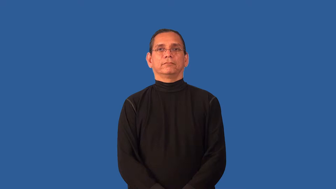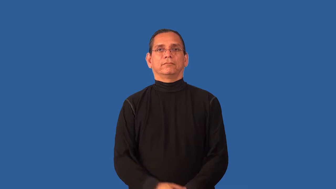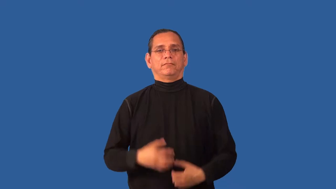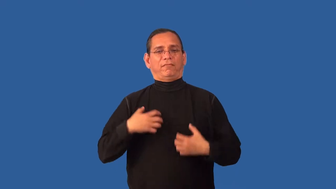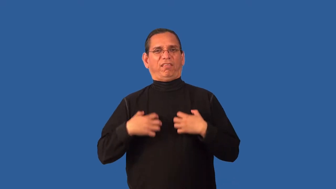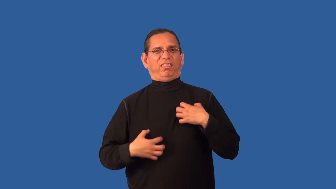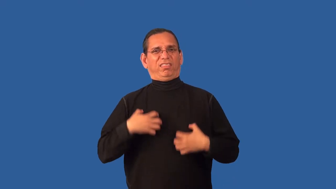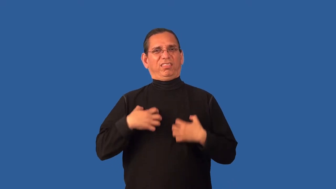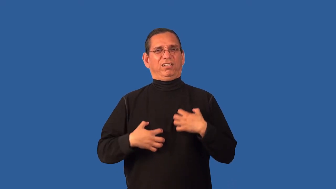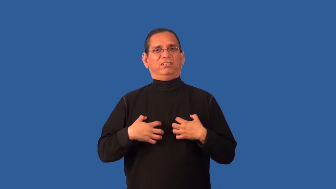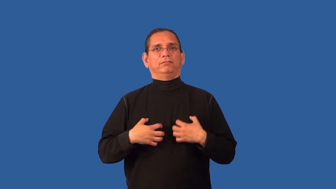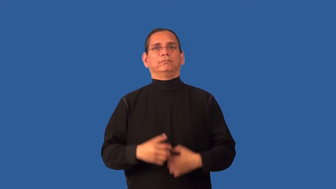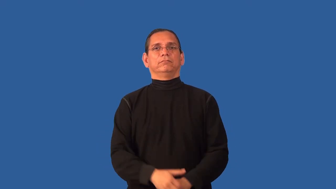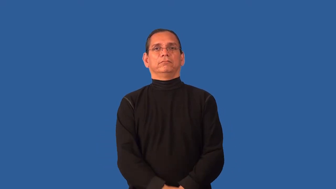ambivalent-feelings